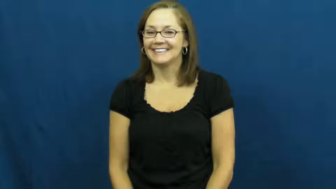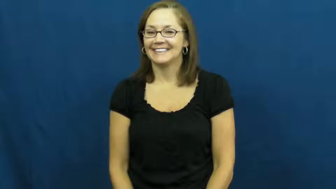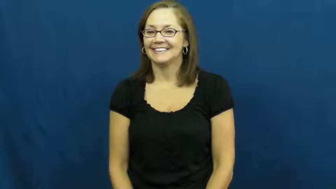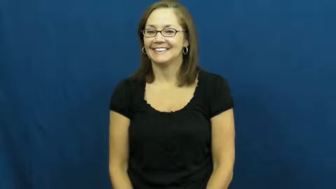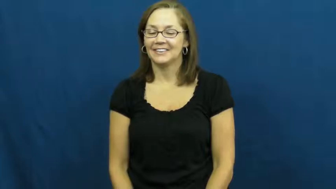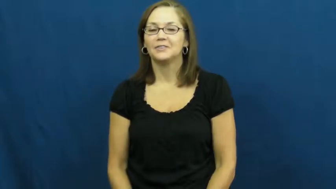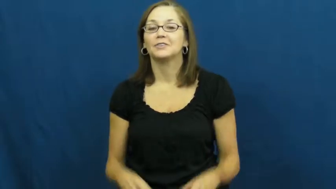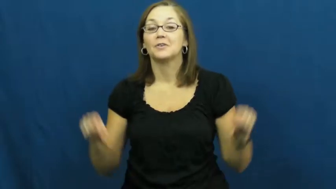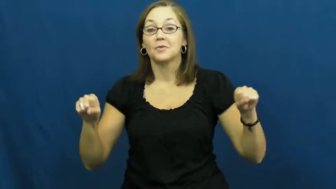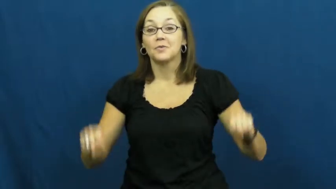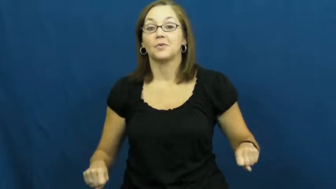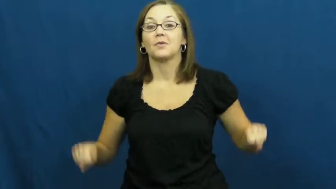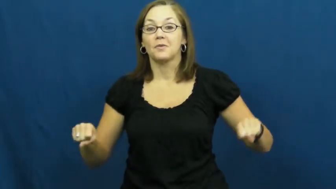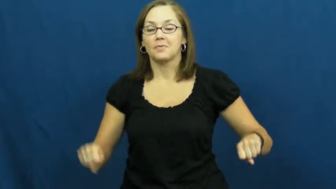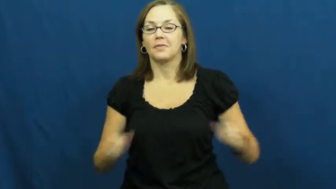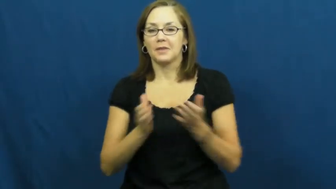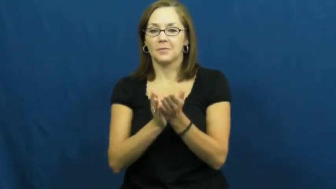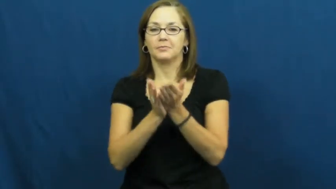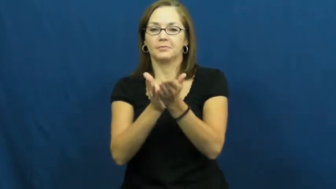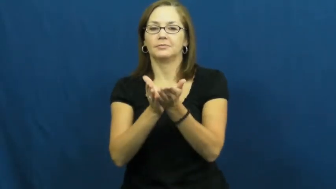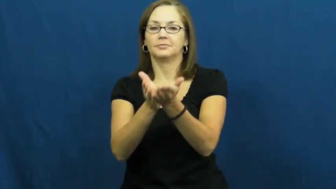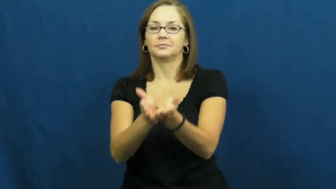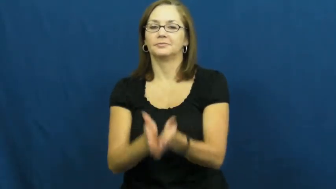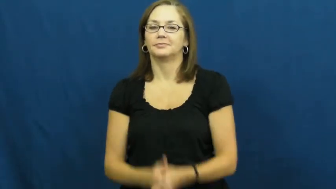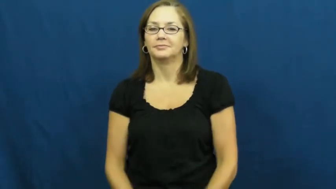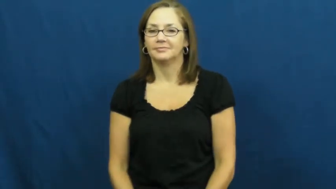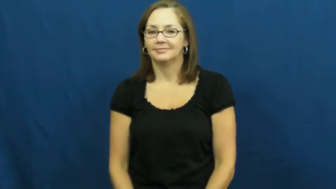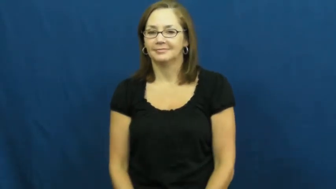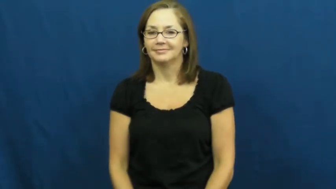rowboat